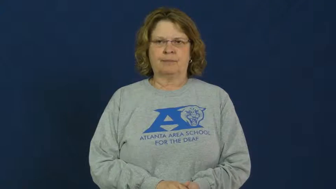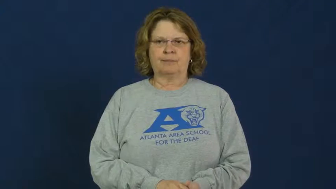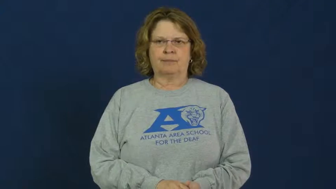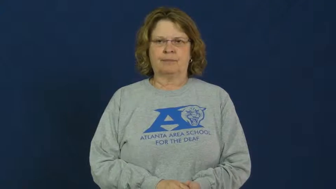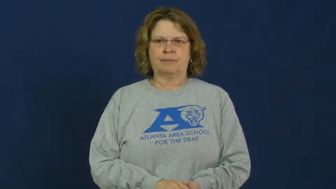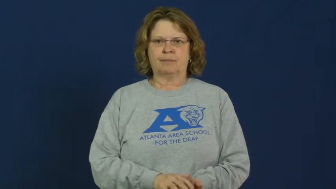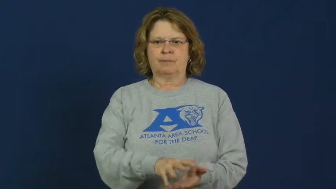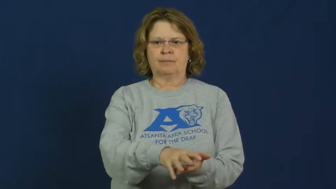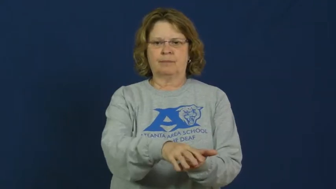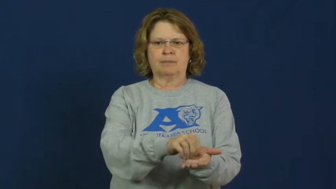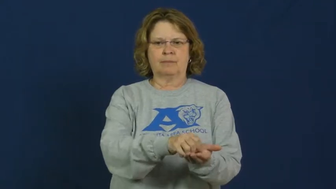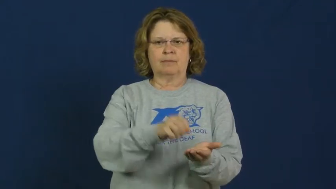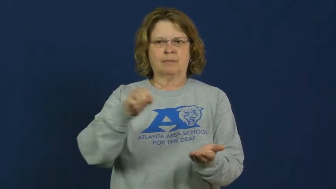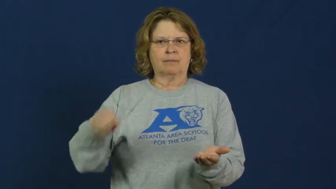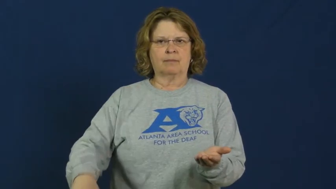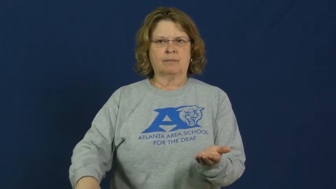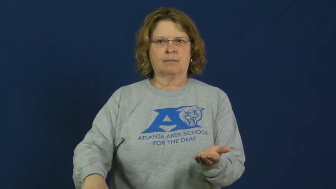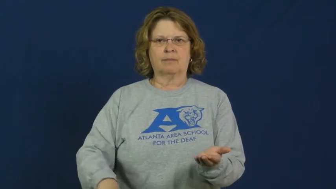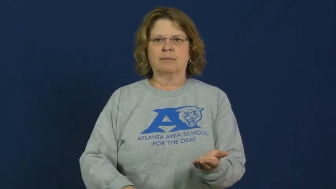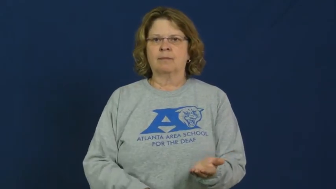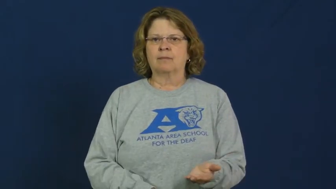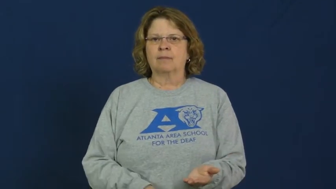purge